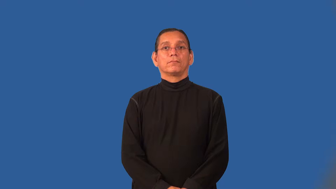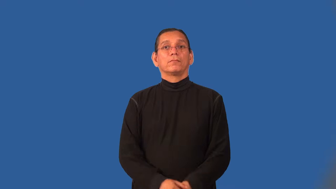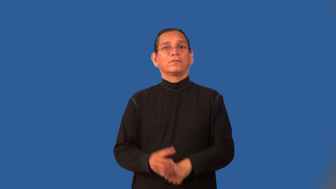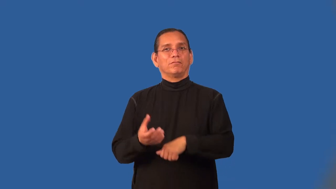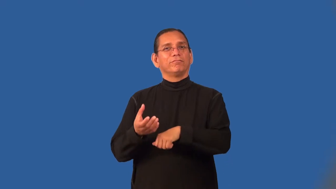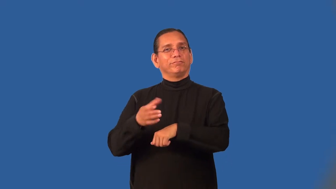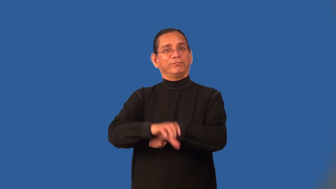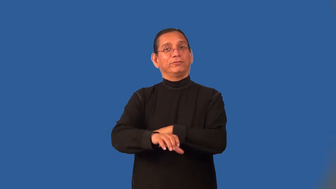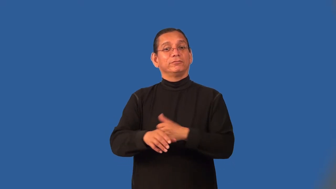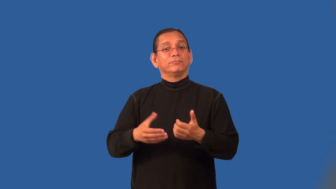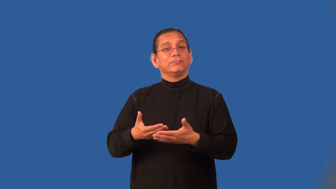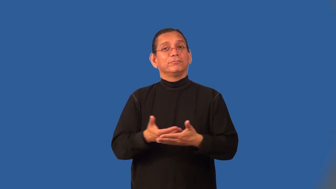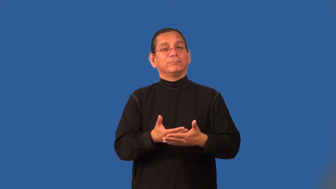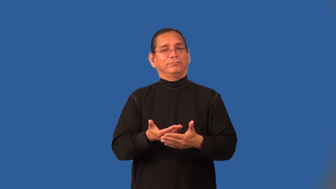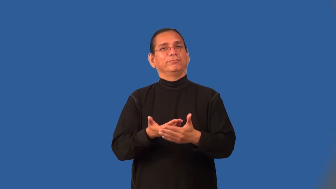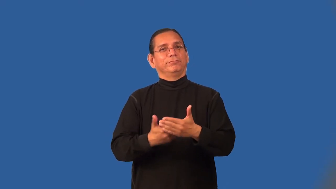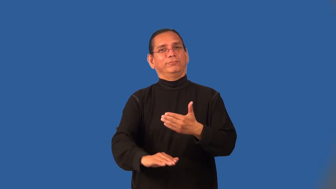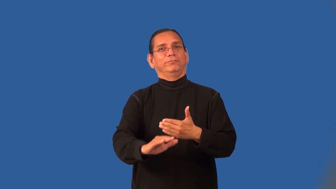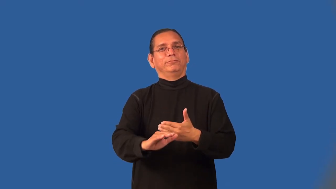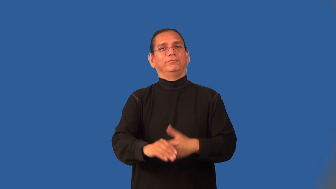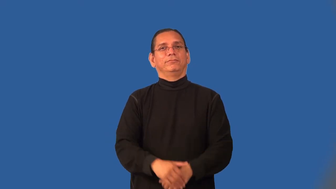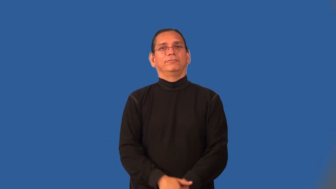induce-birth